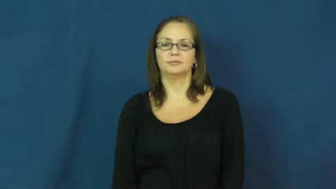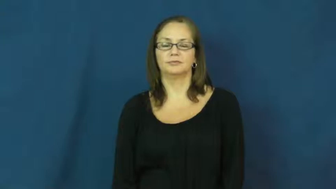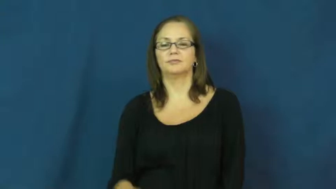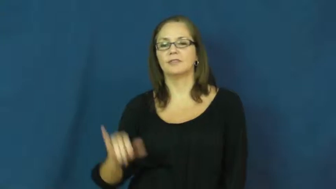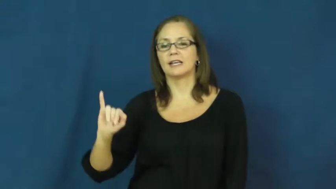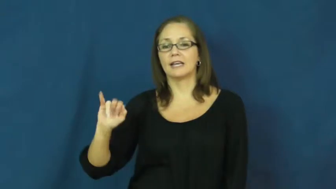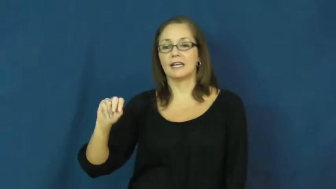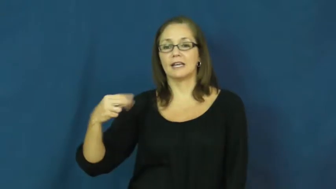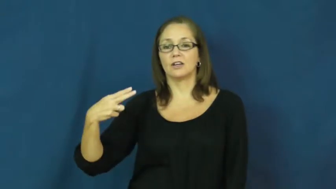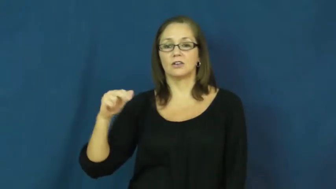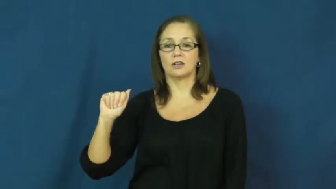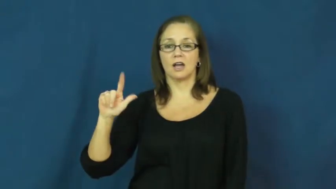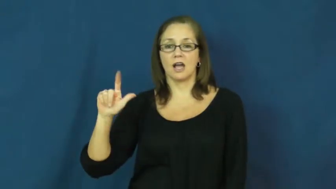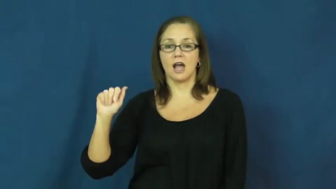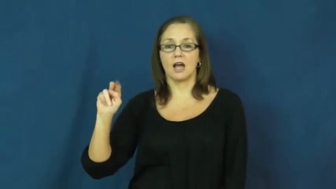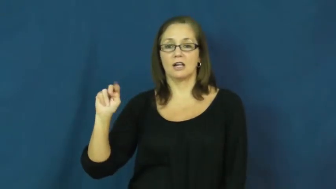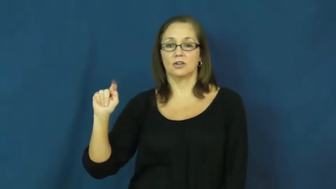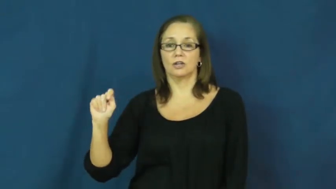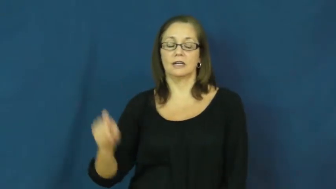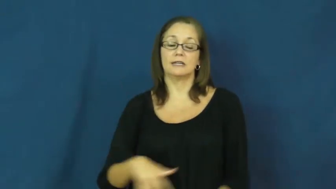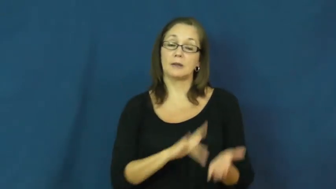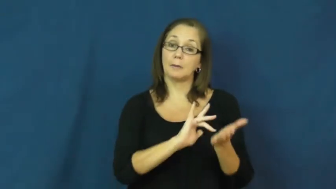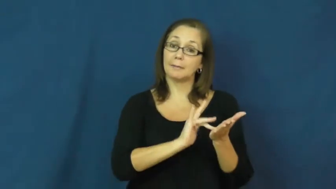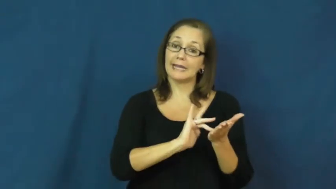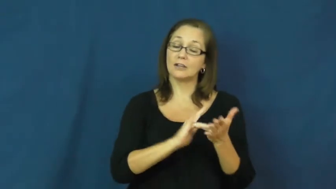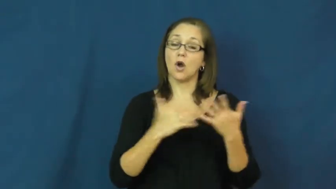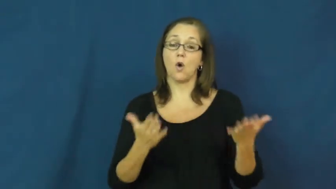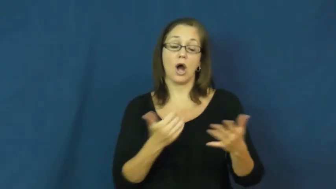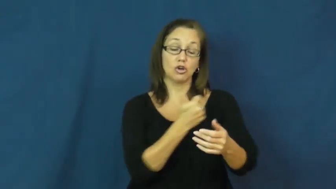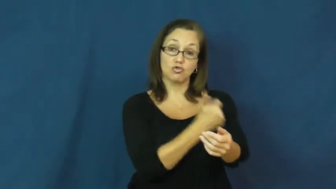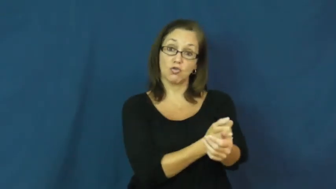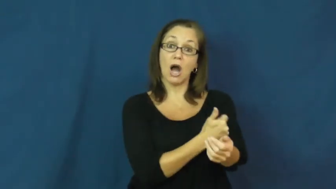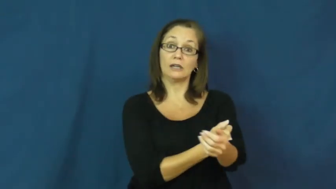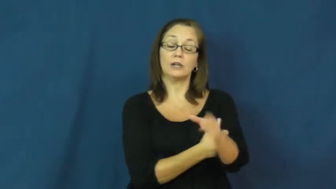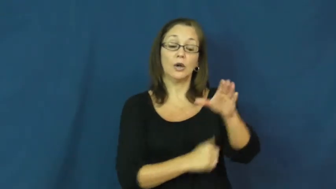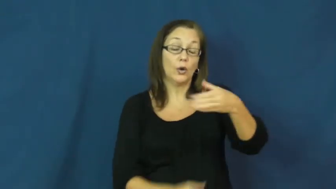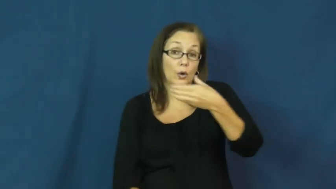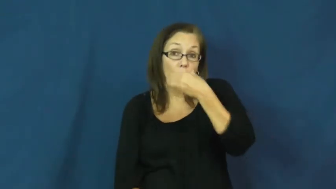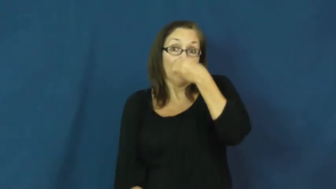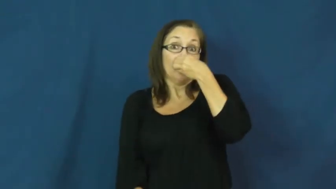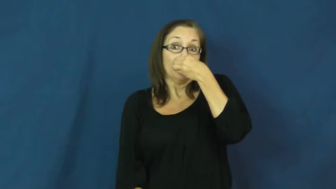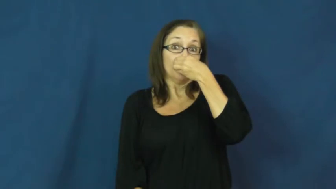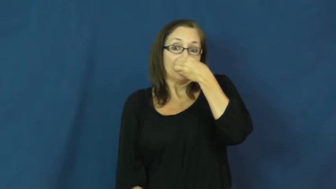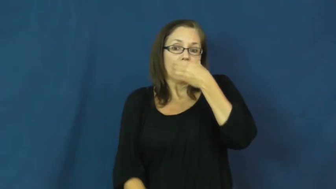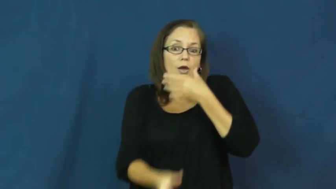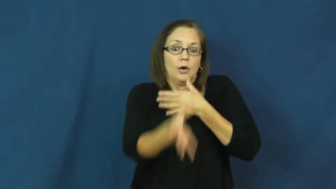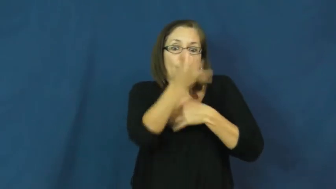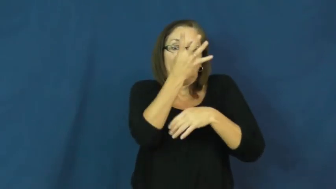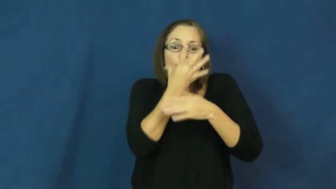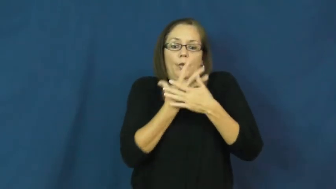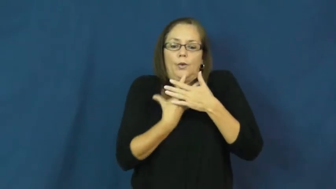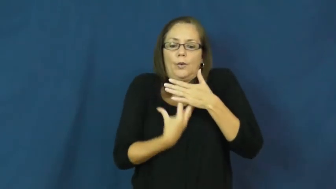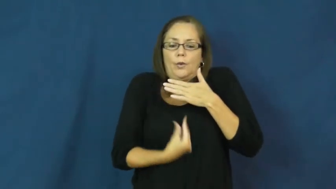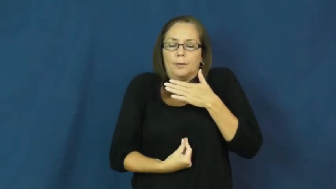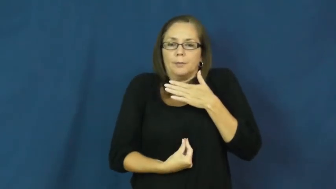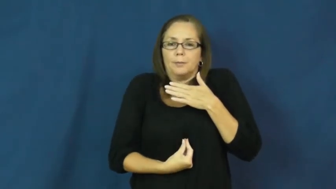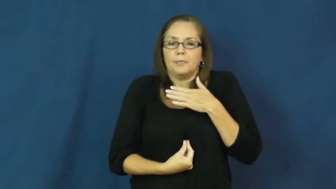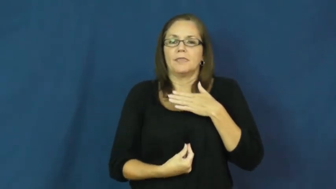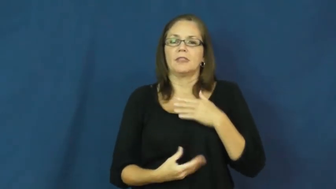inhalant